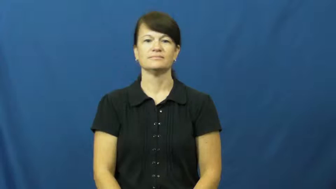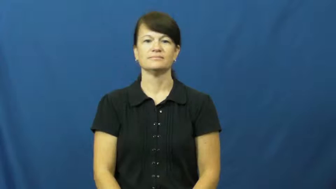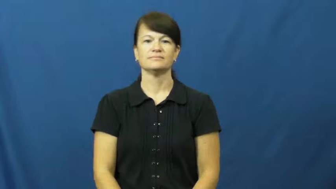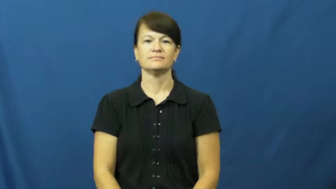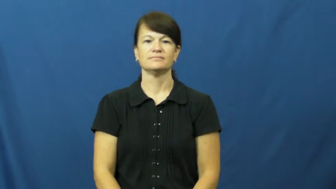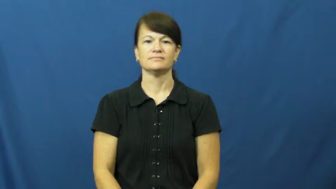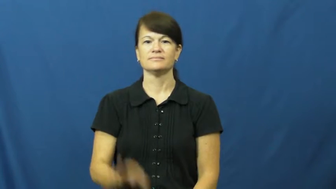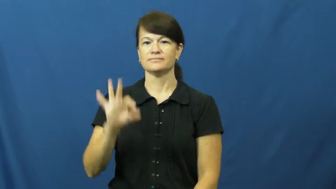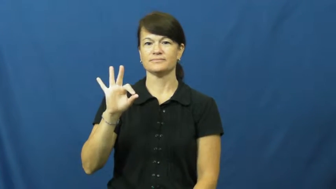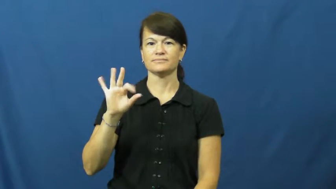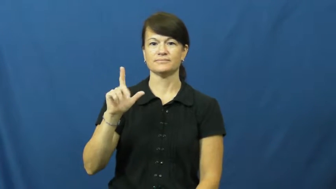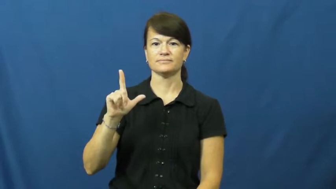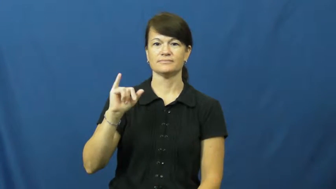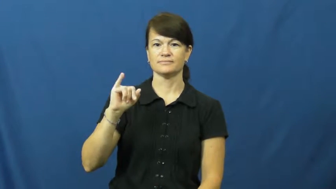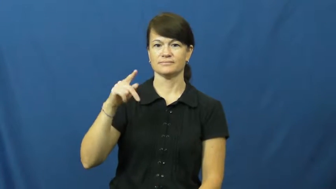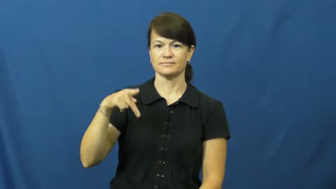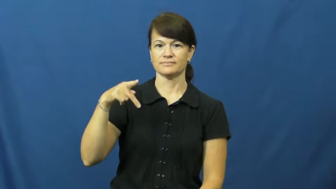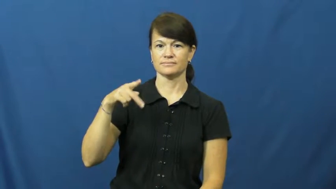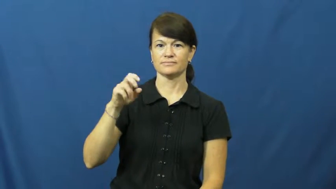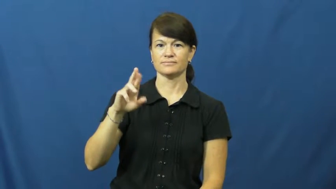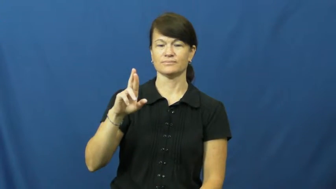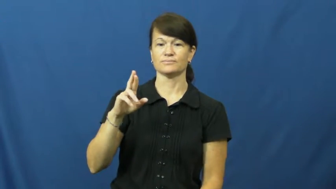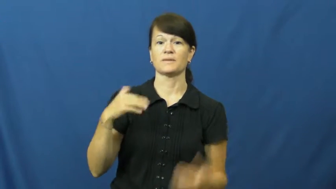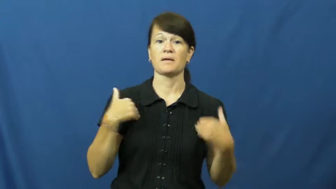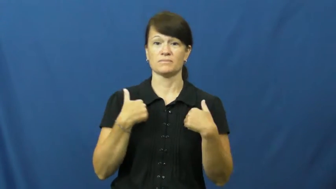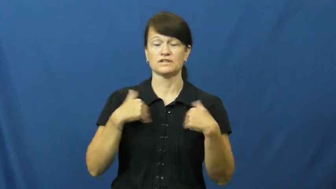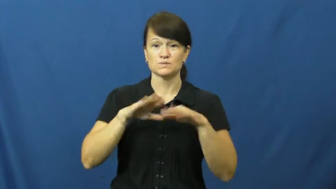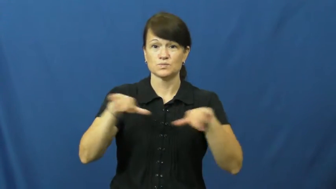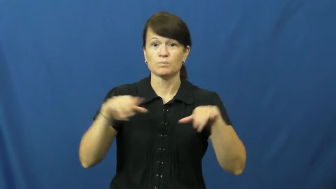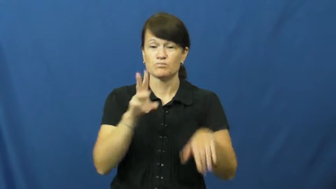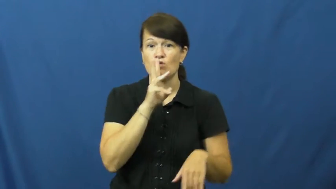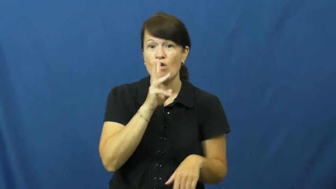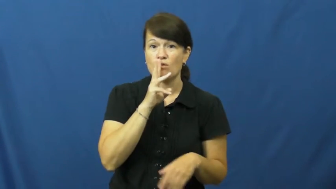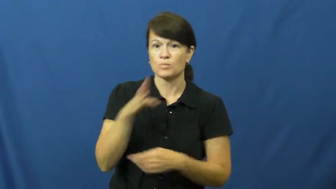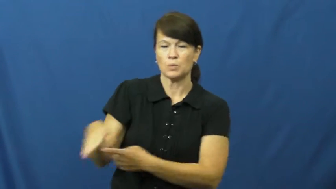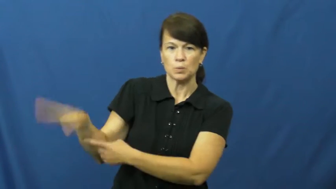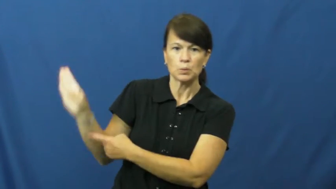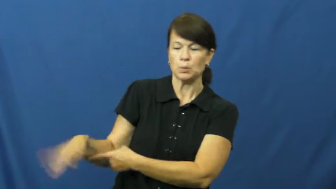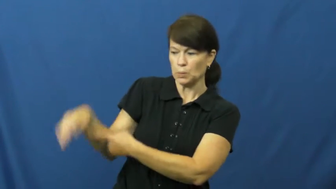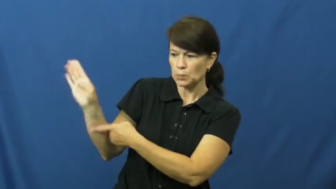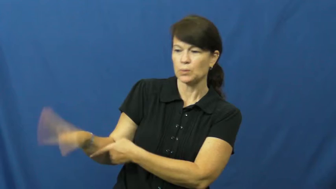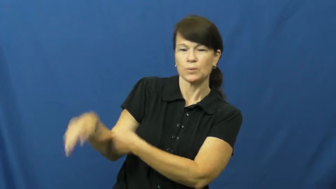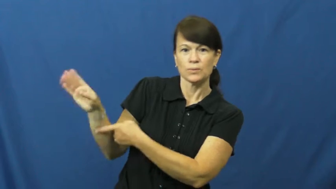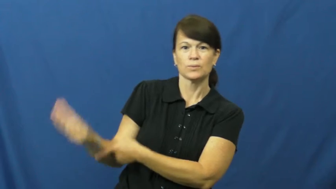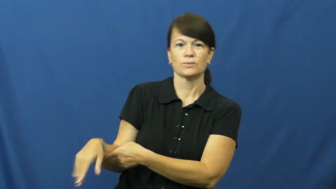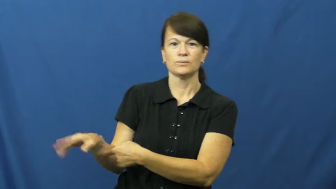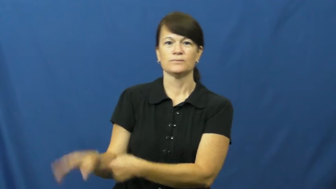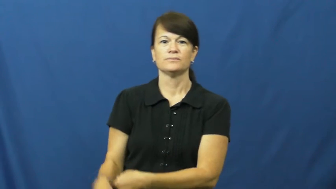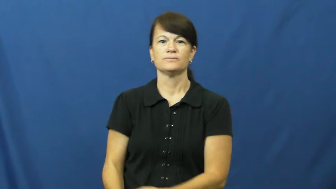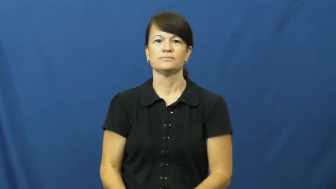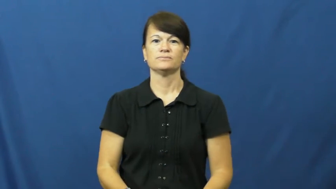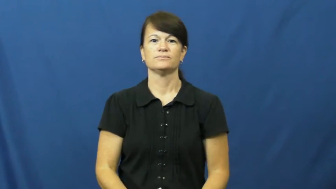flipper-appendage